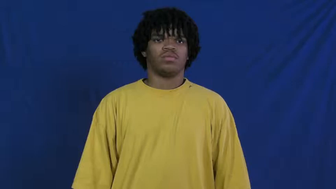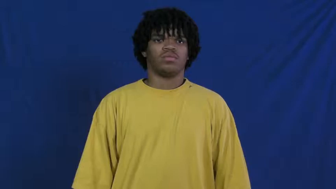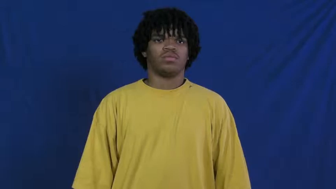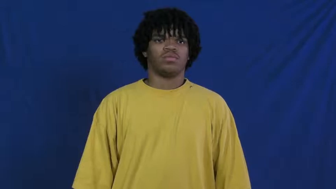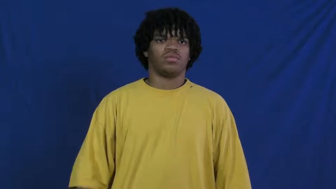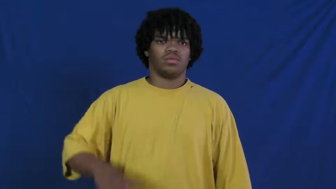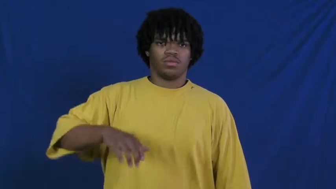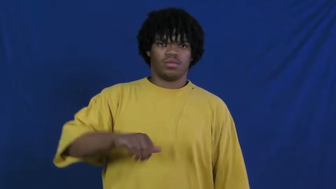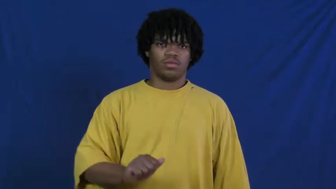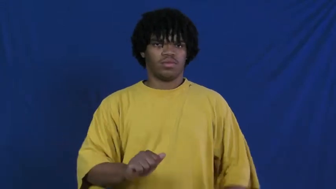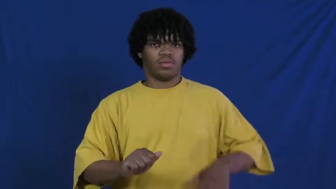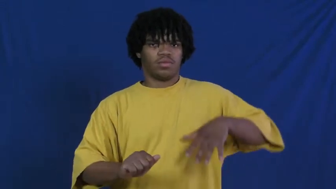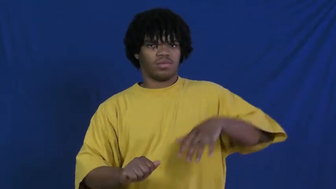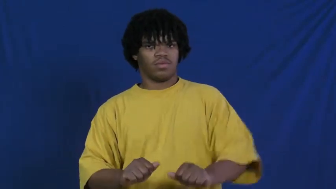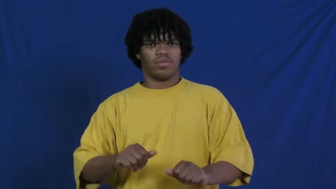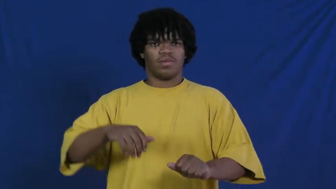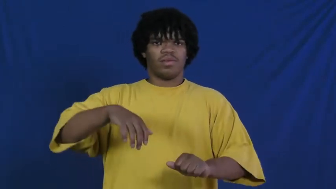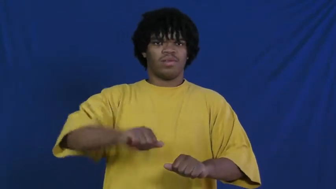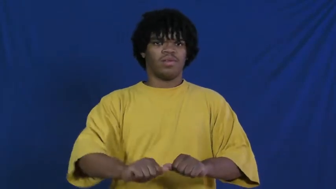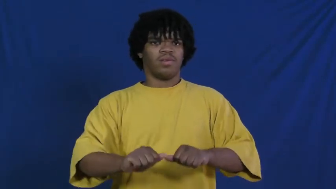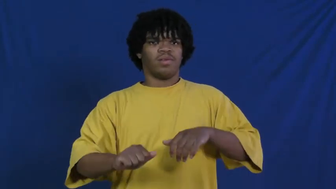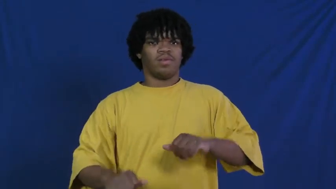knead